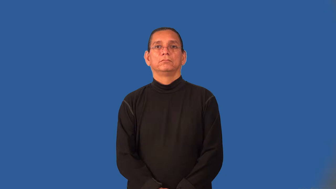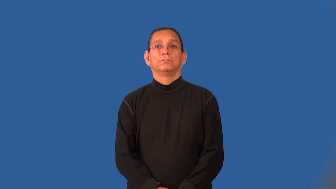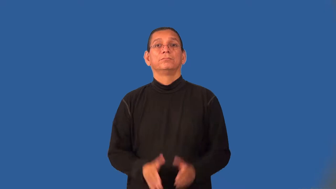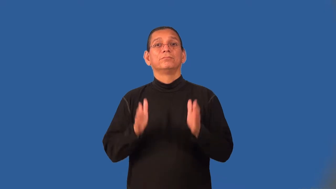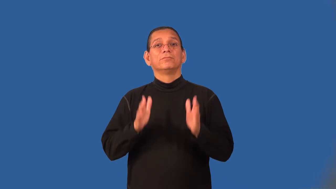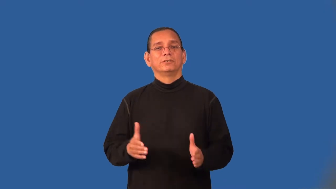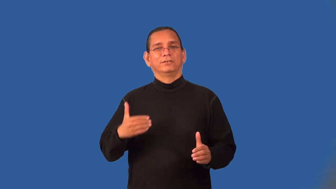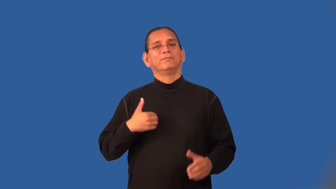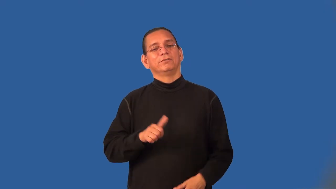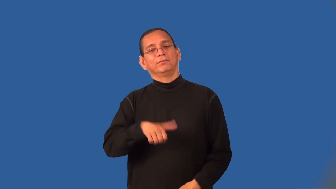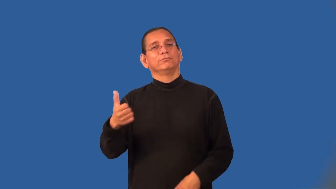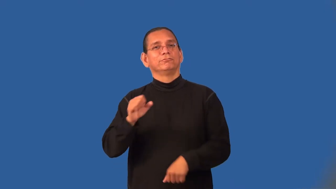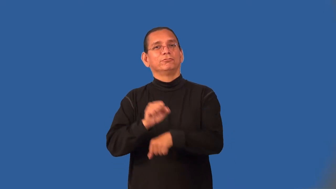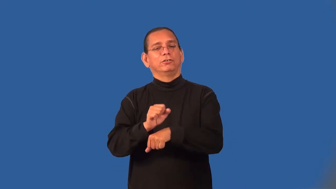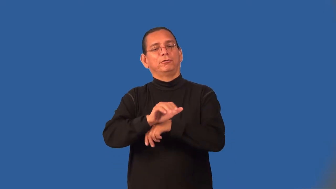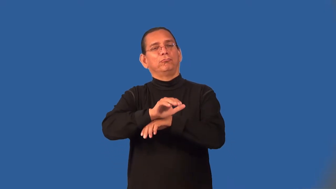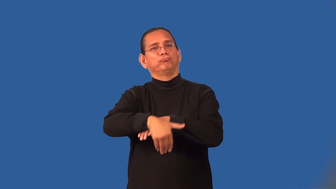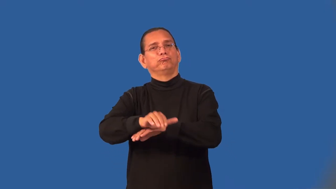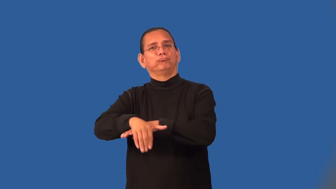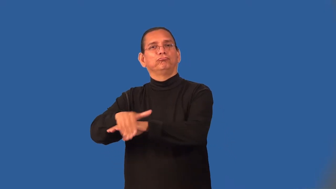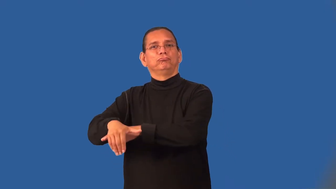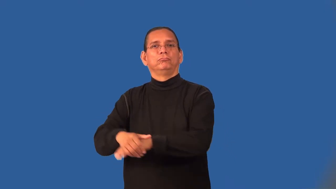moonlighter